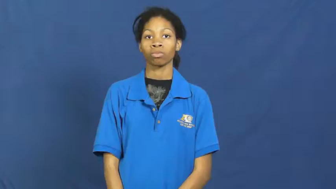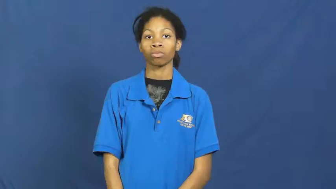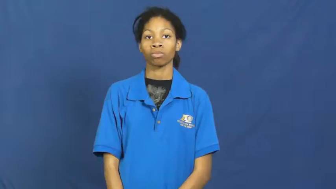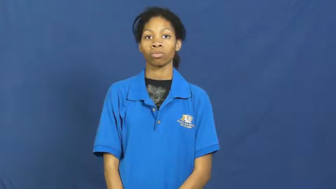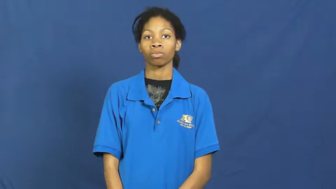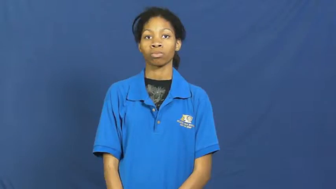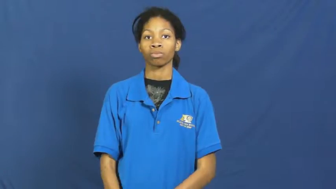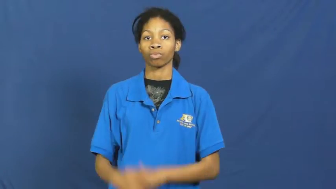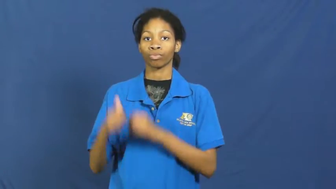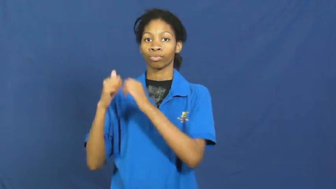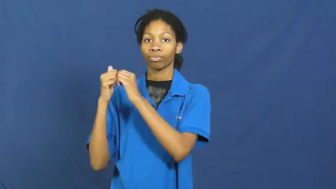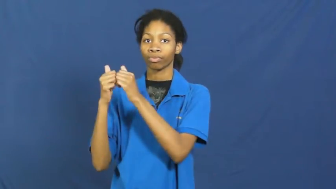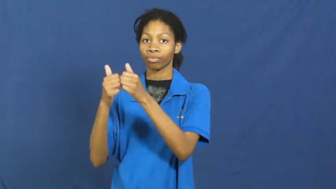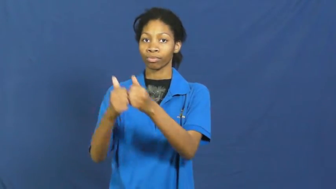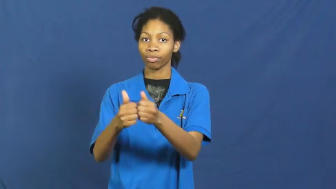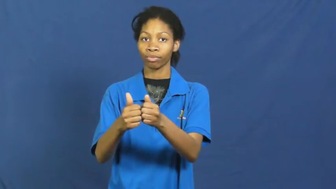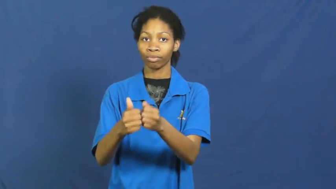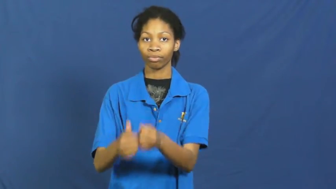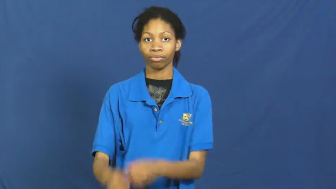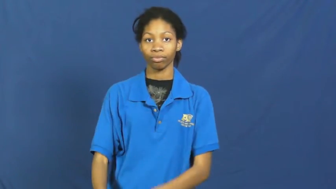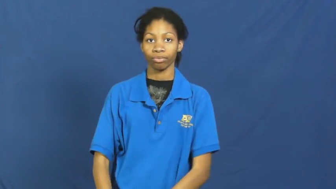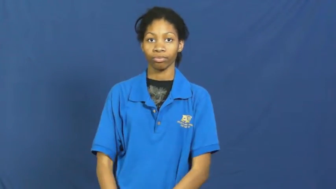go together,go with,see in-accompany